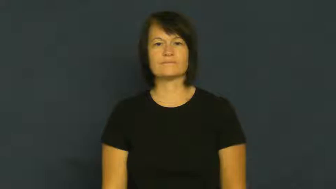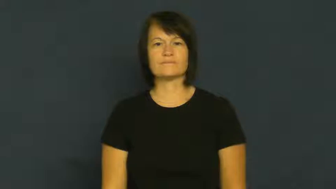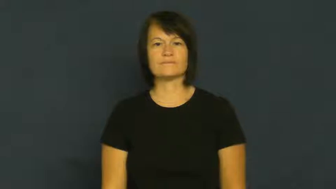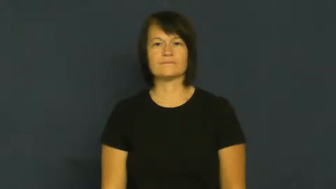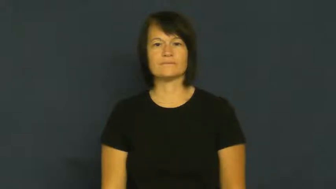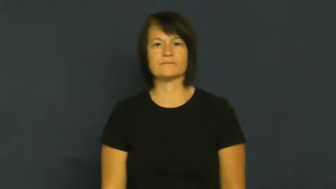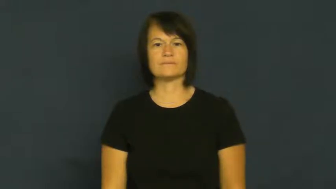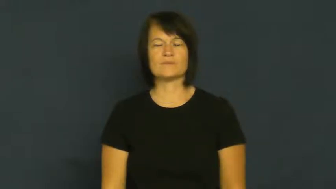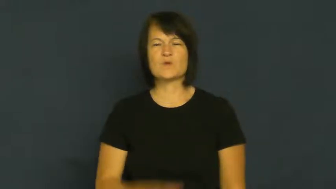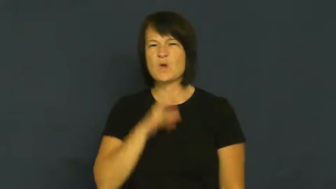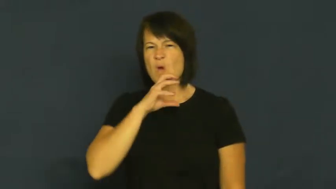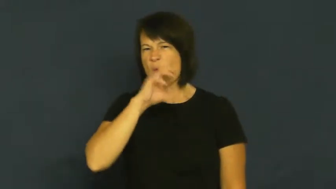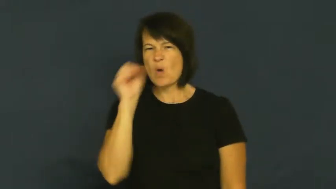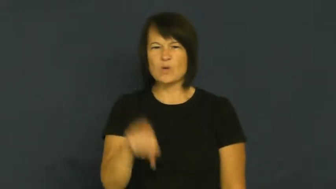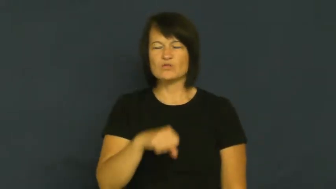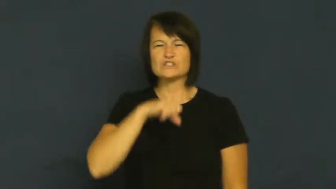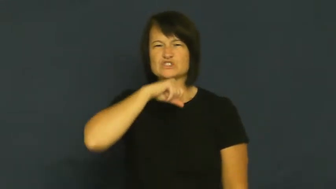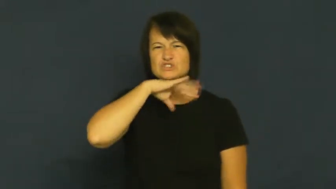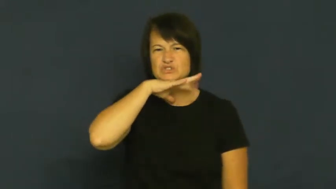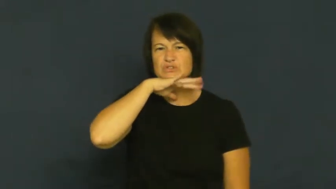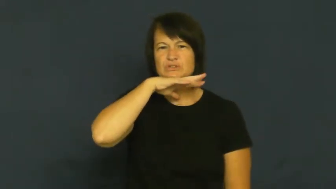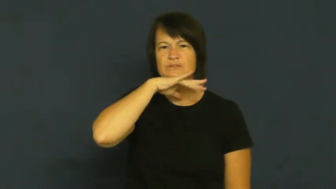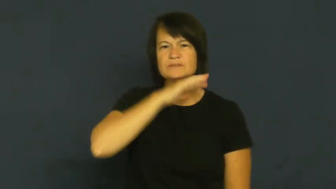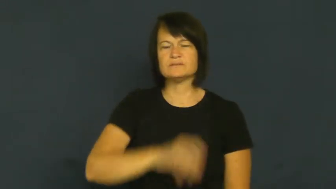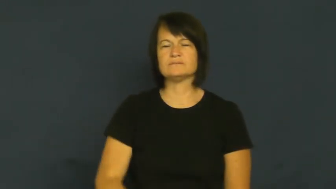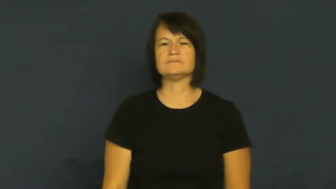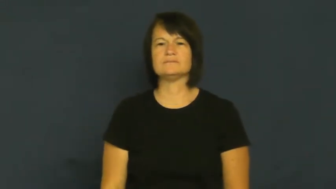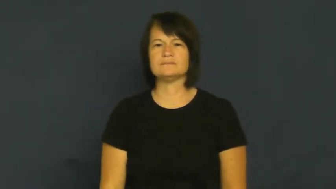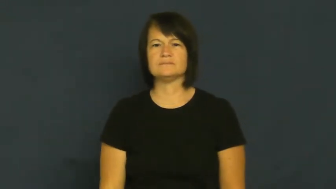crusty-old,dirty